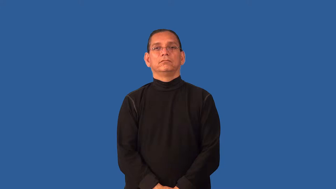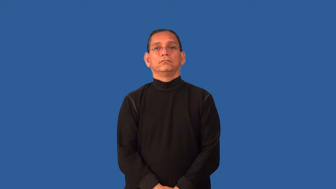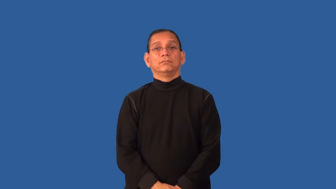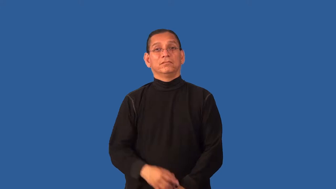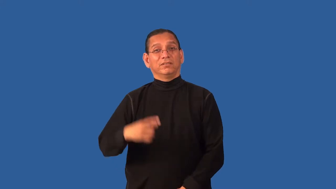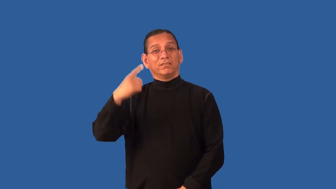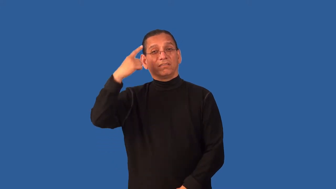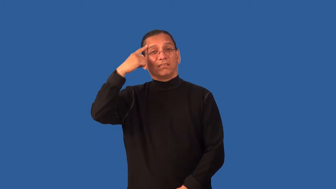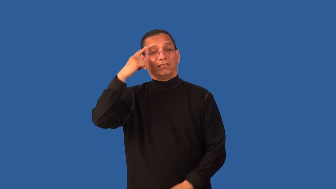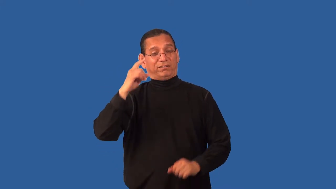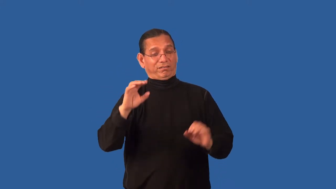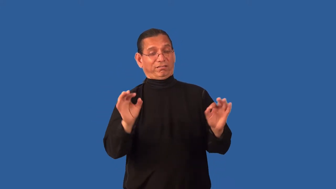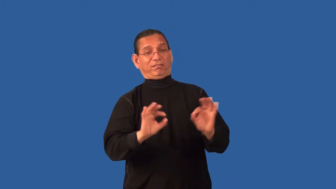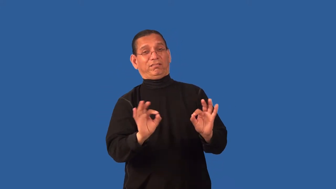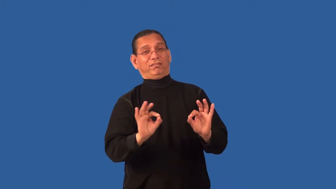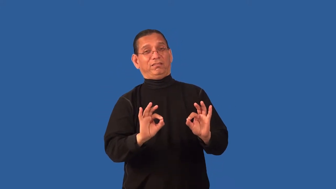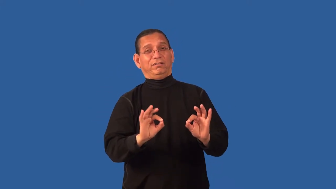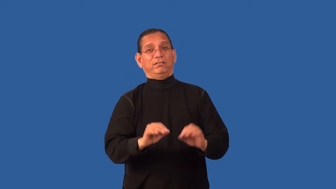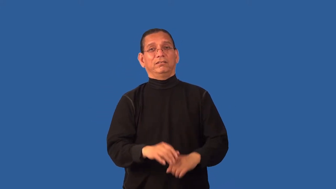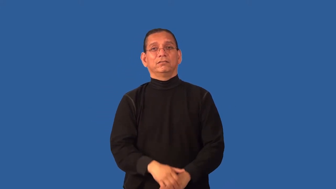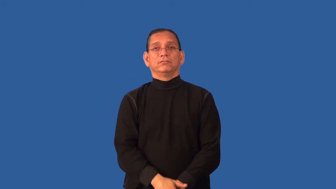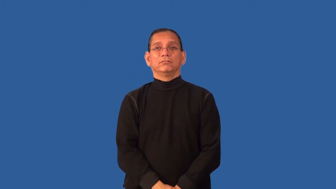discount-think insignificant